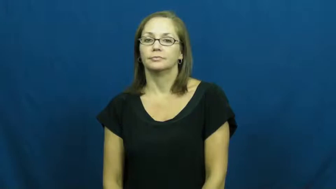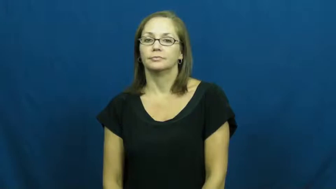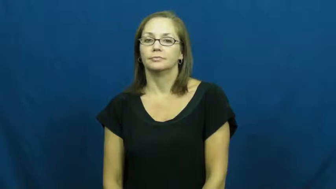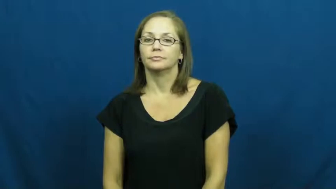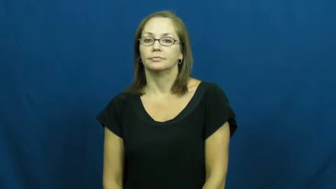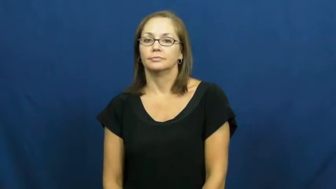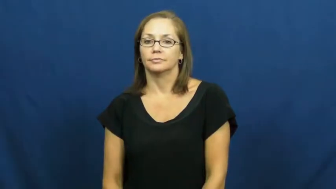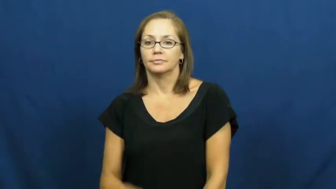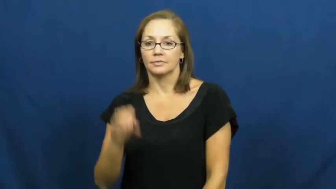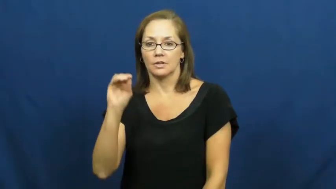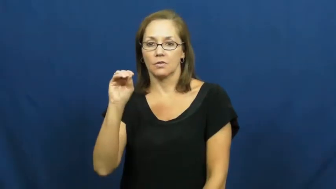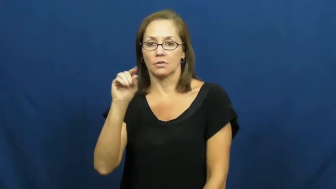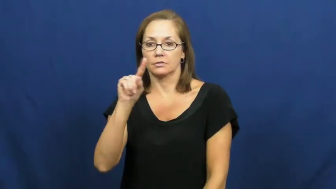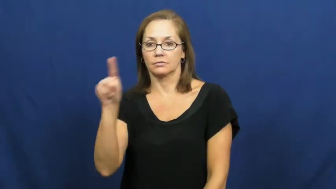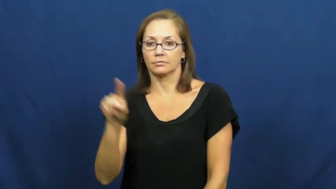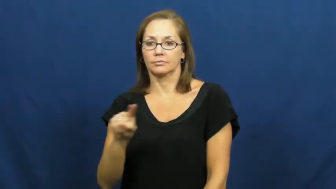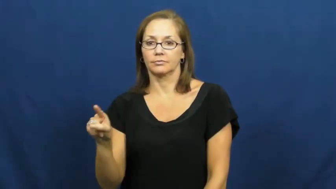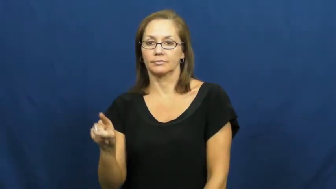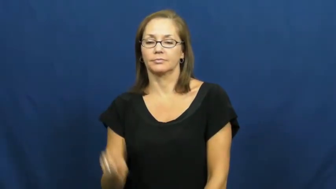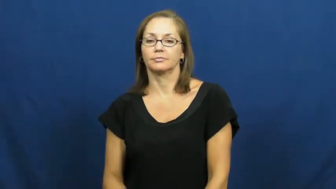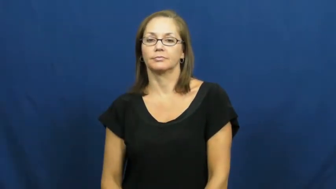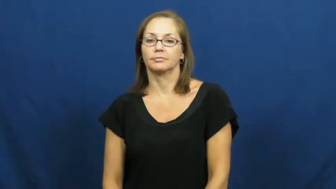ounce